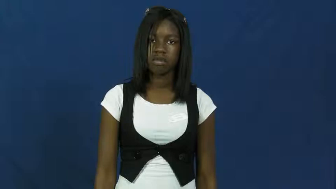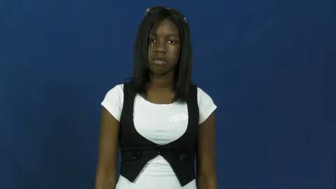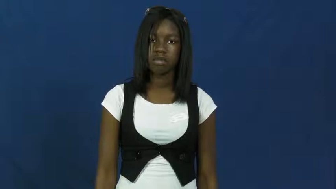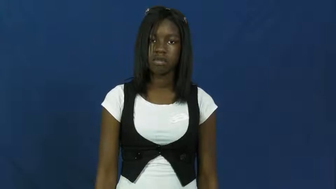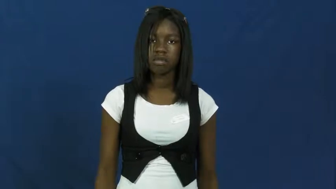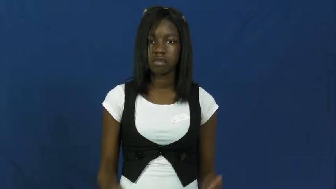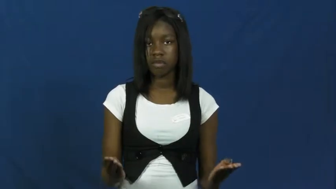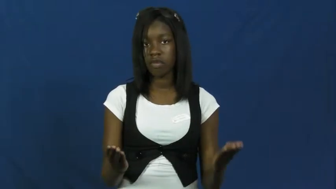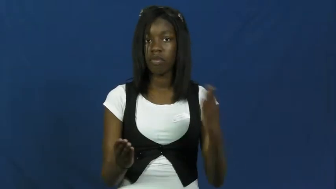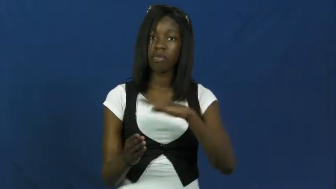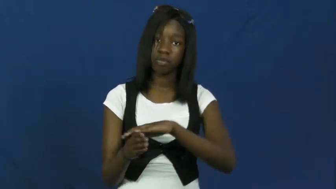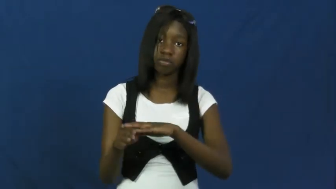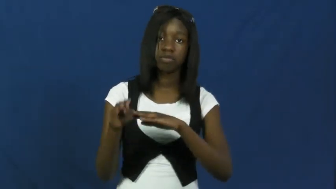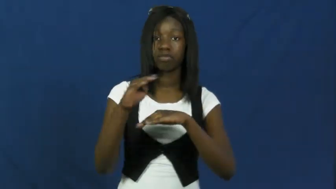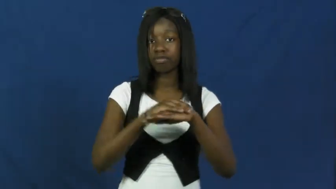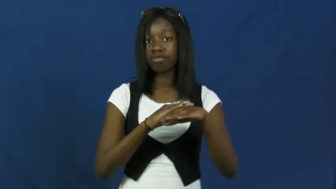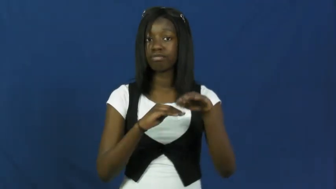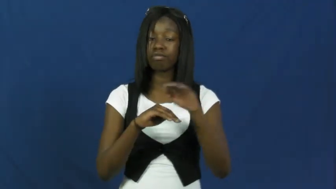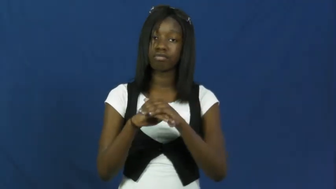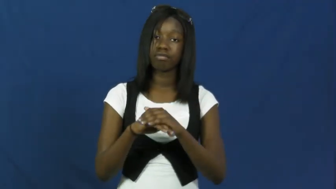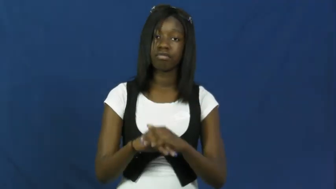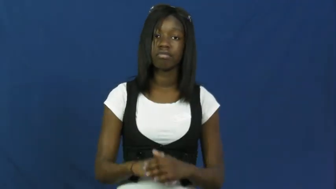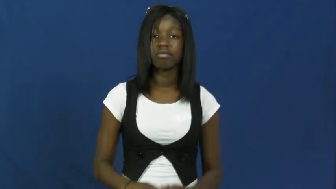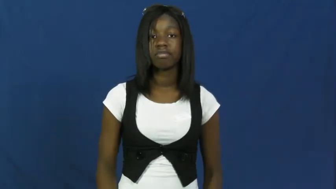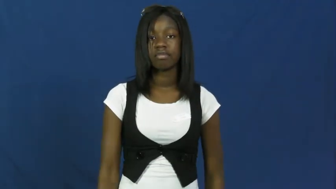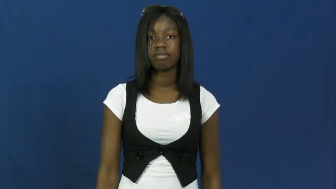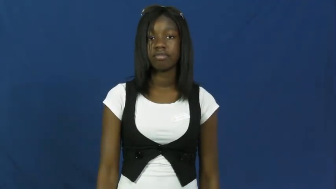fold,involution,collapse